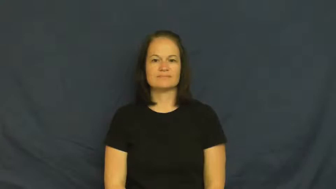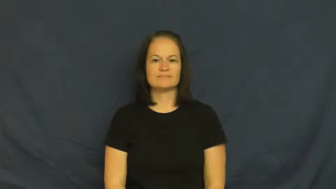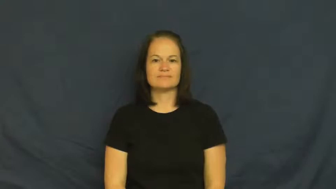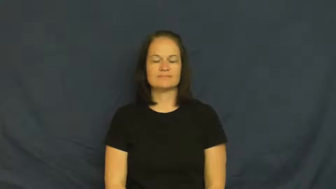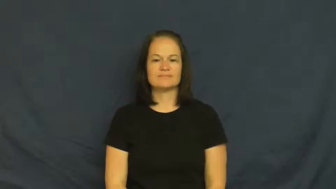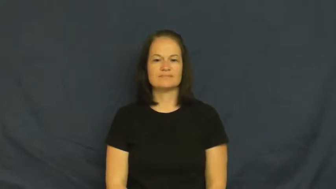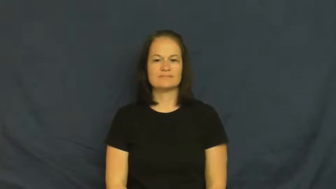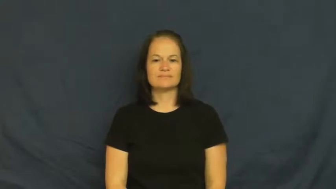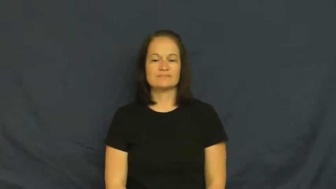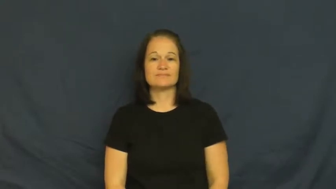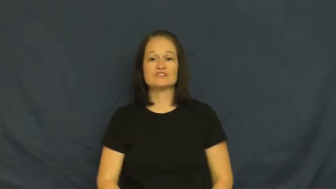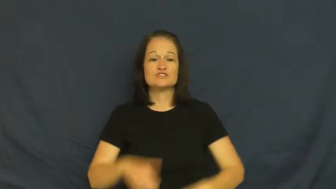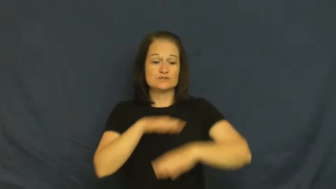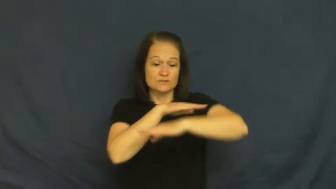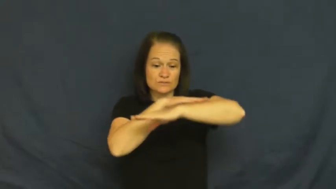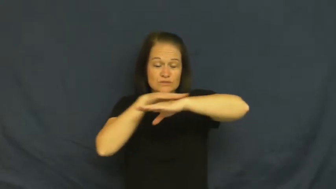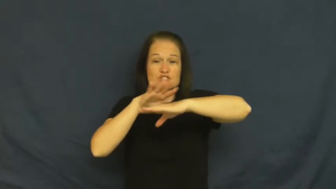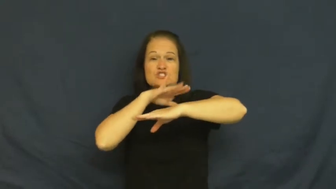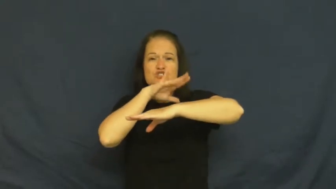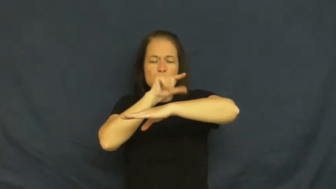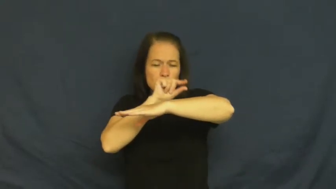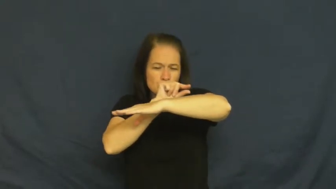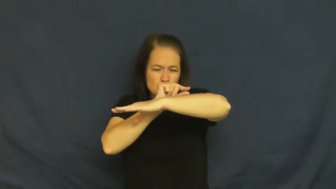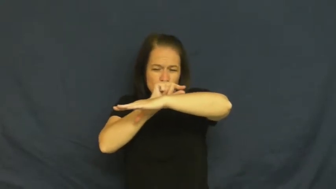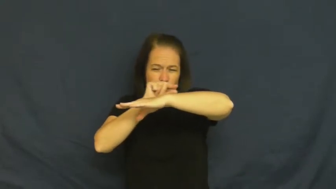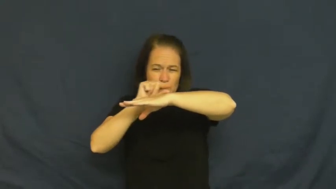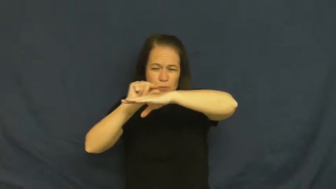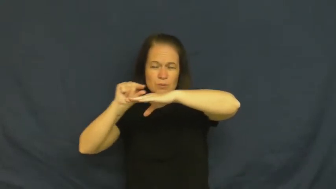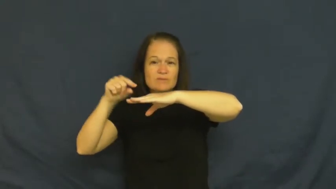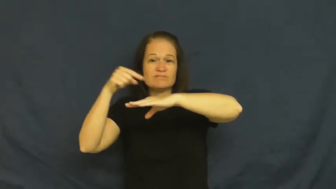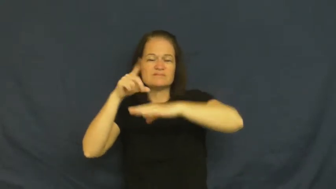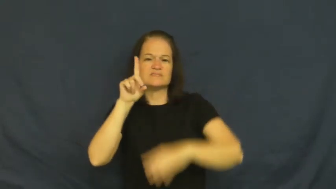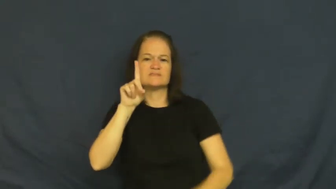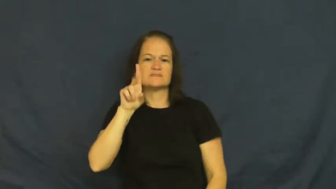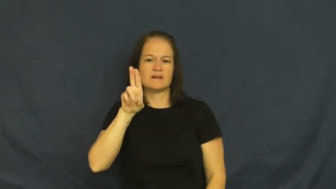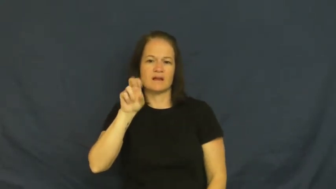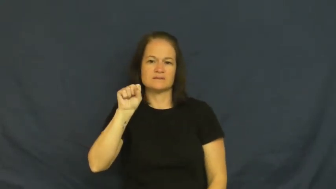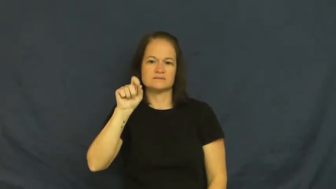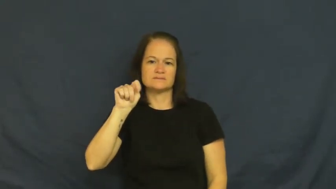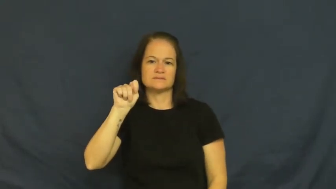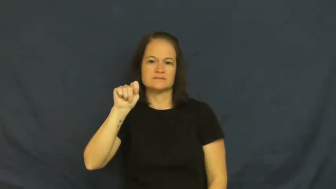dust-noun